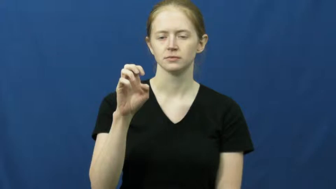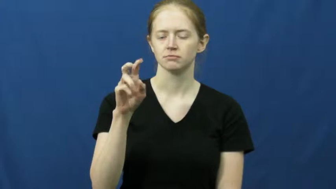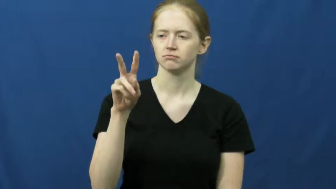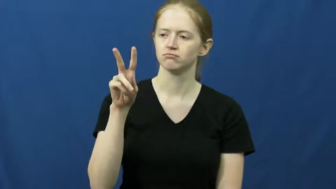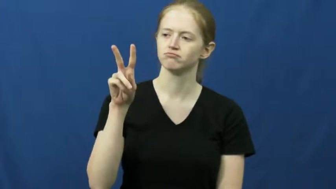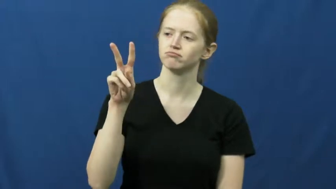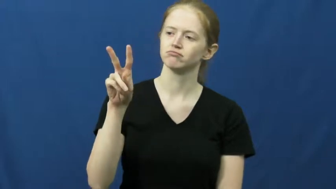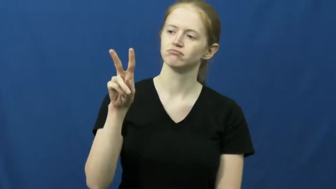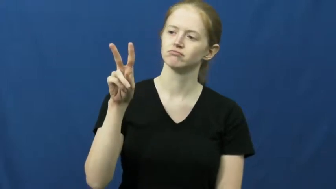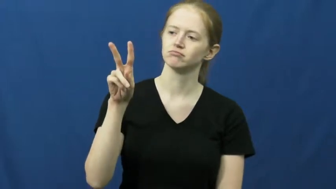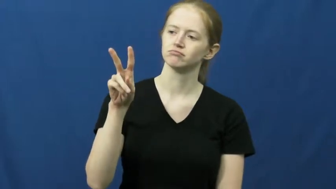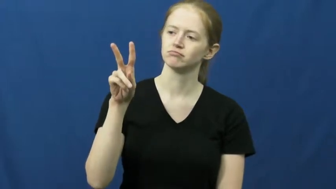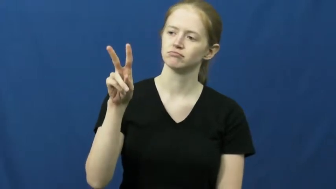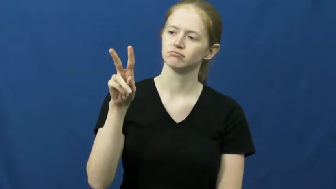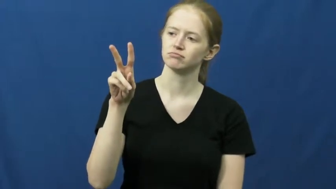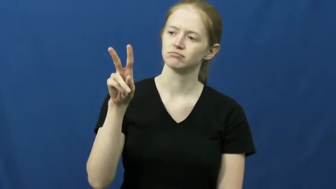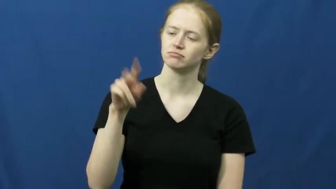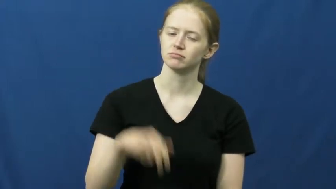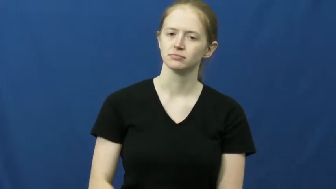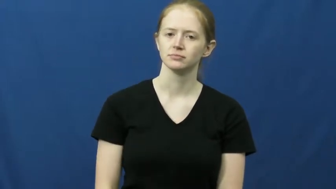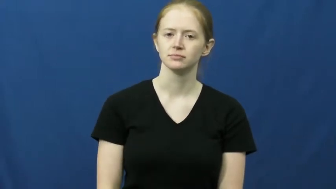gaze,gaze on,behold